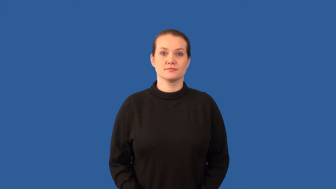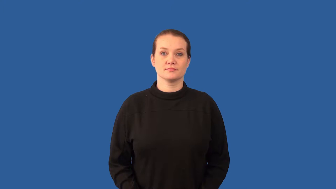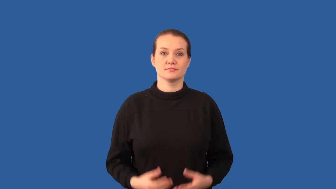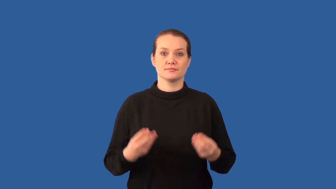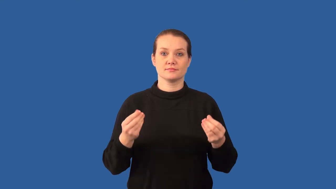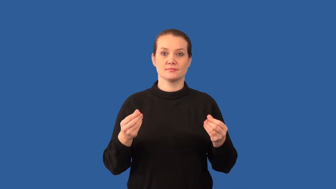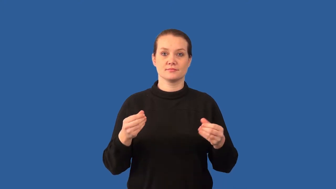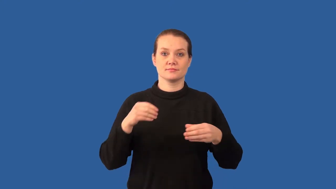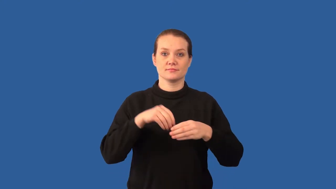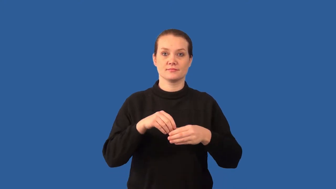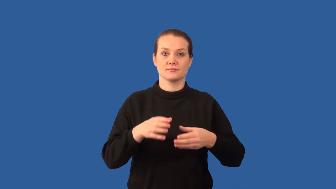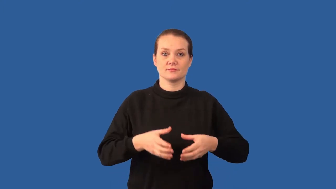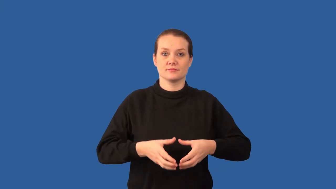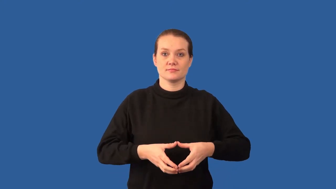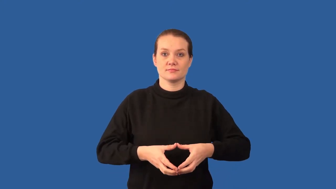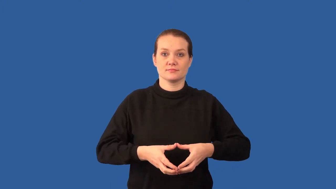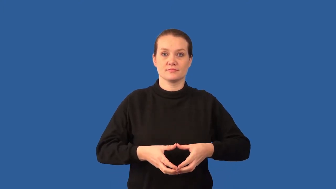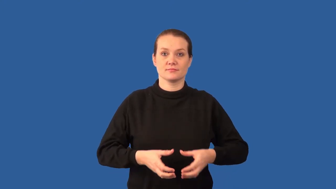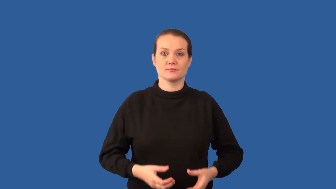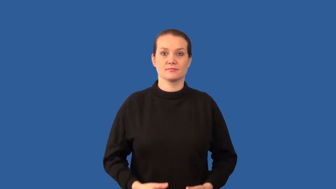cytoplasm